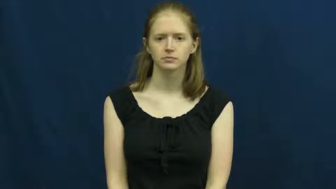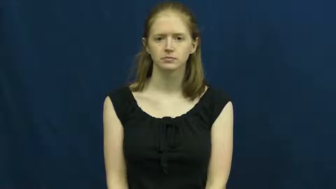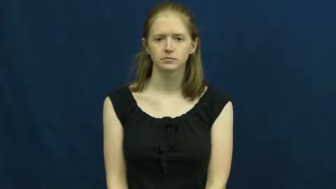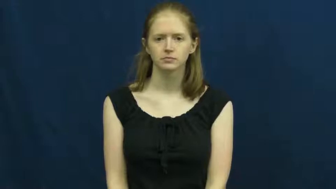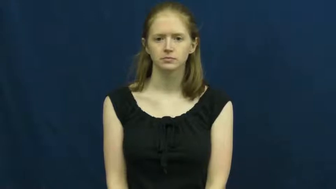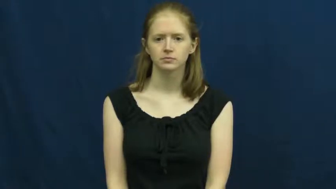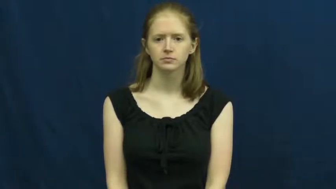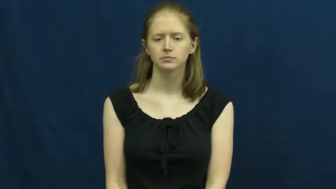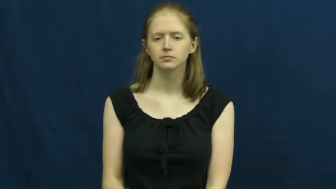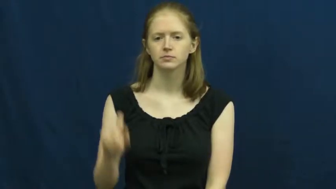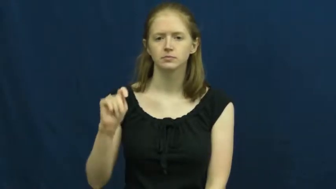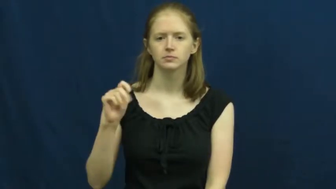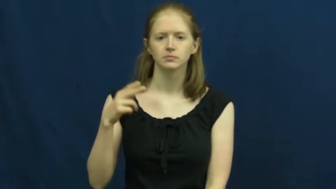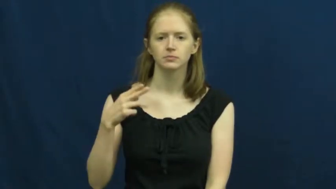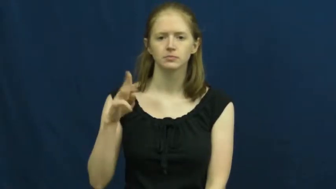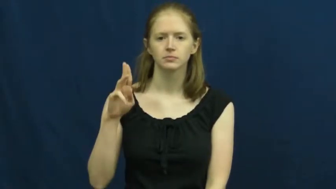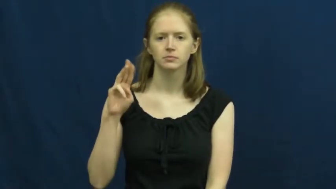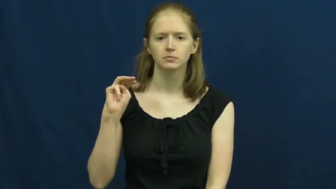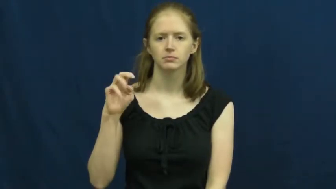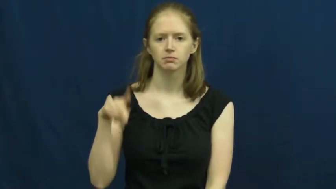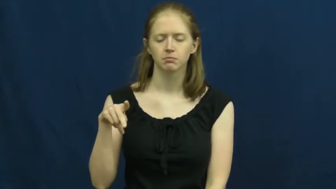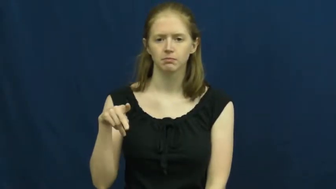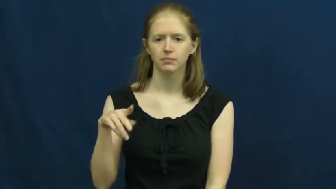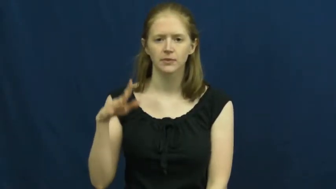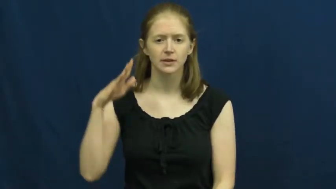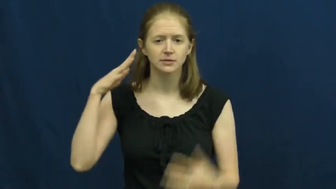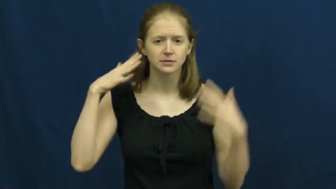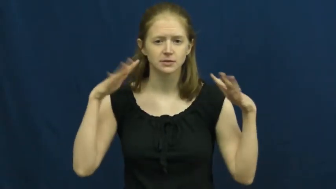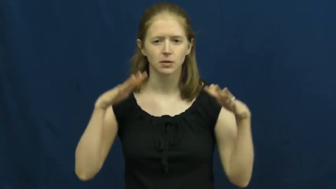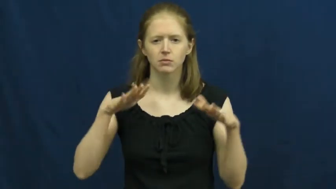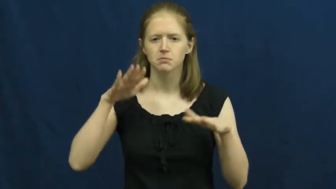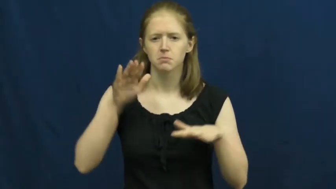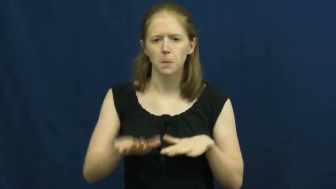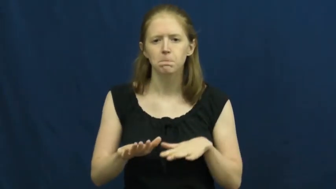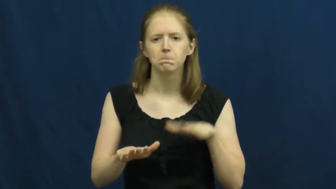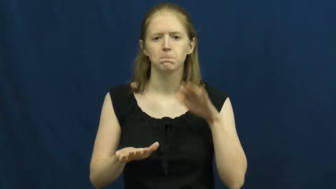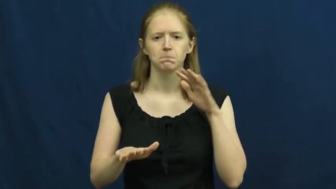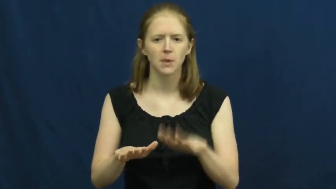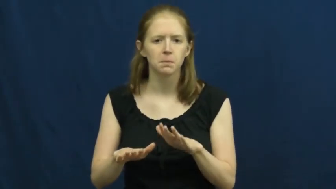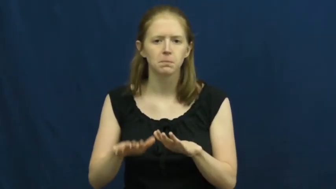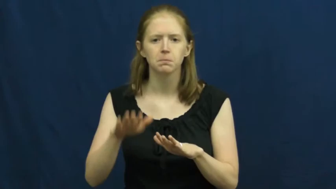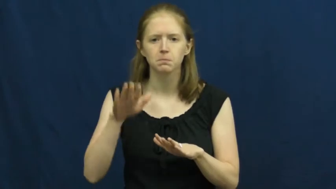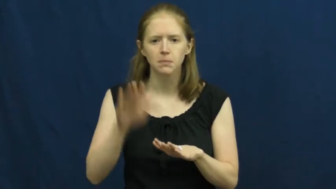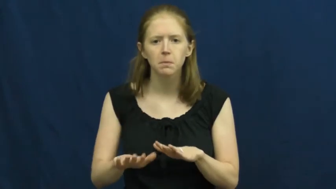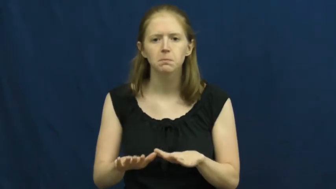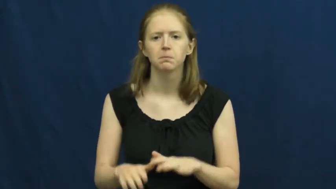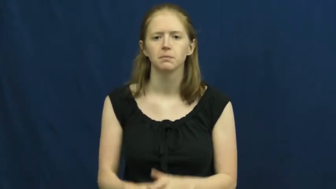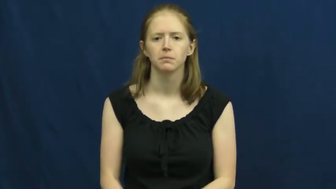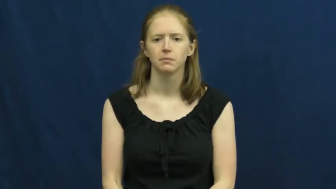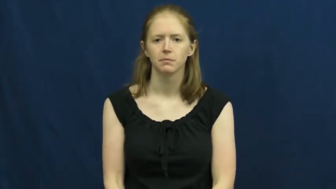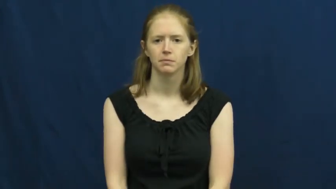thump